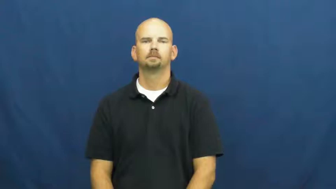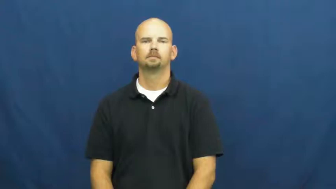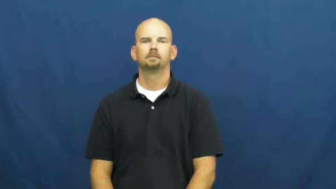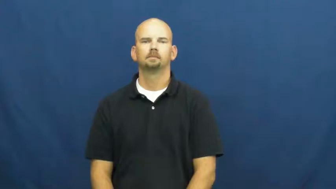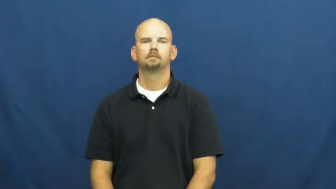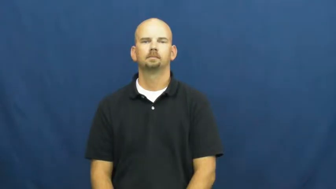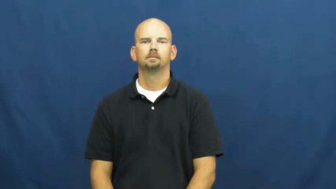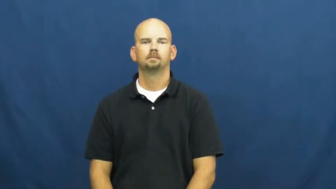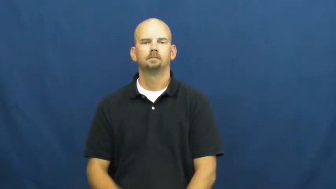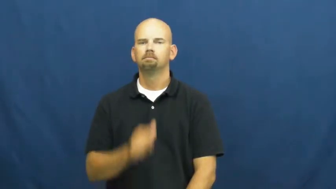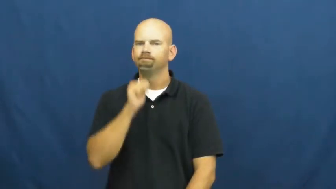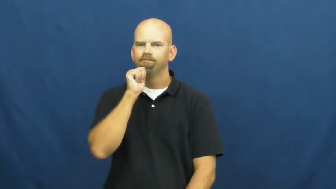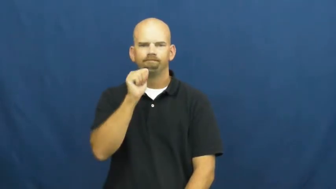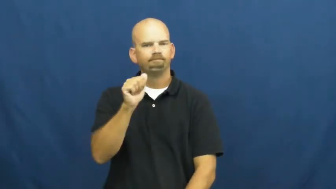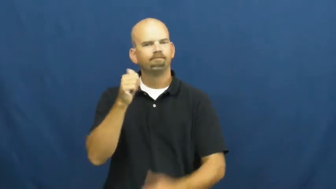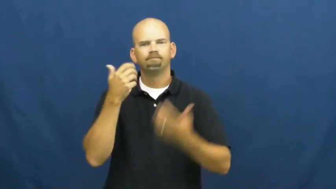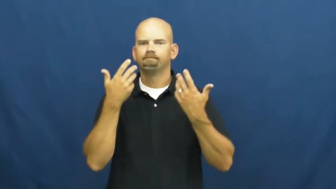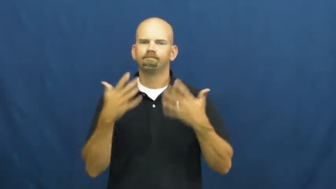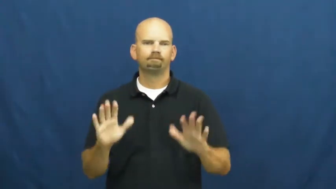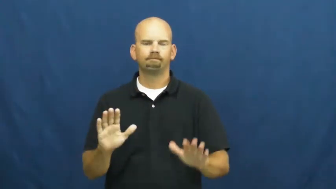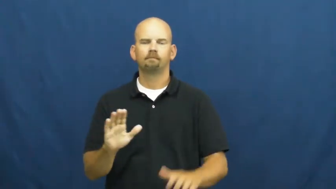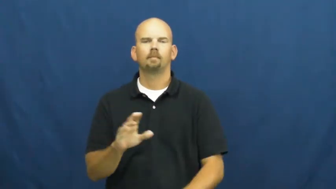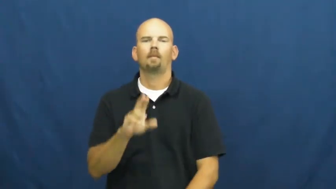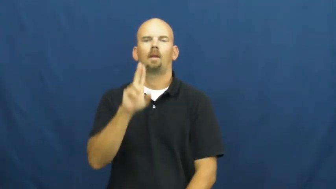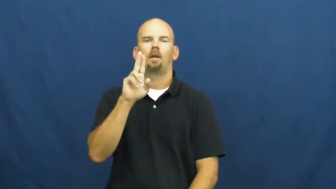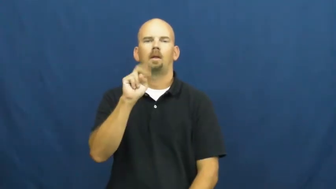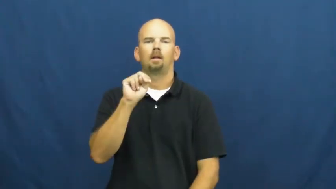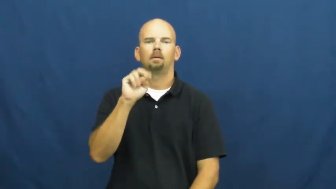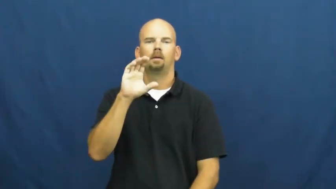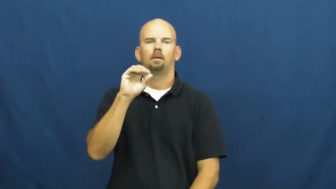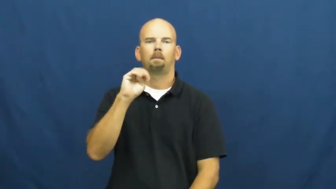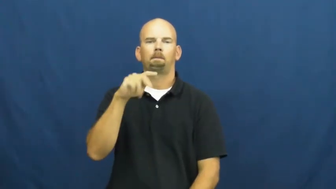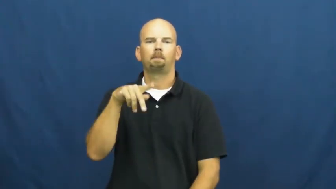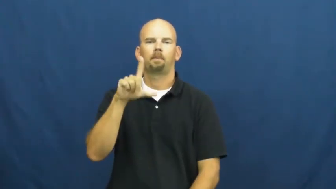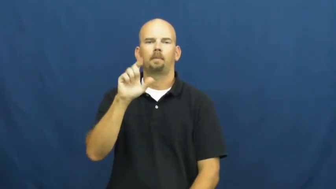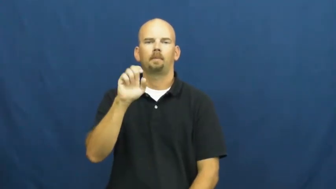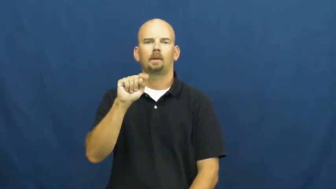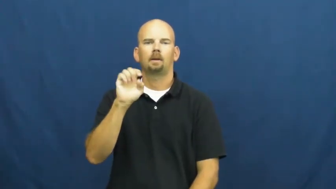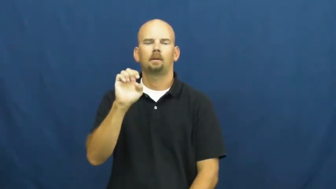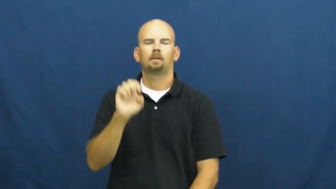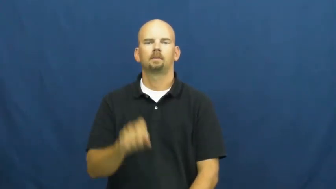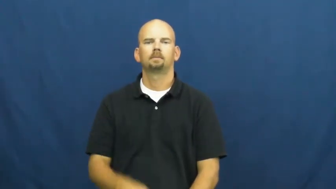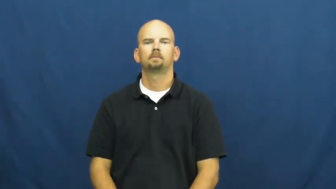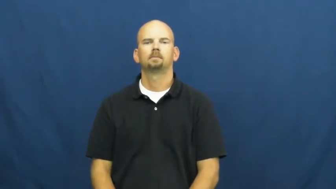incomplete,uncrystallized